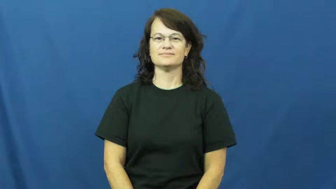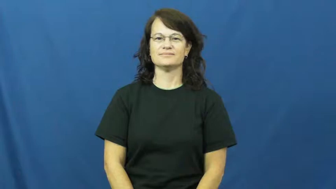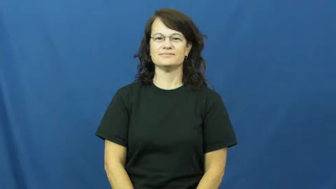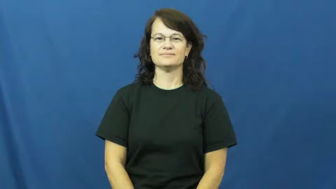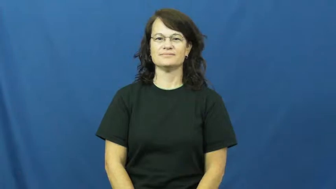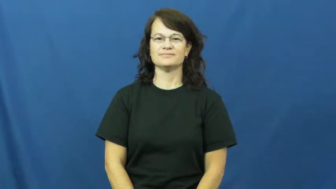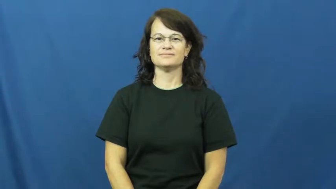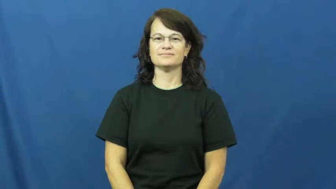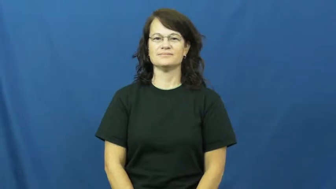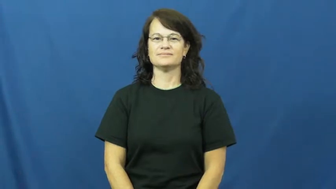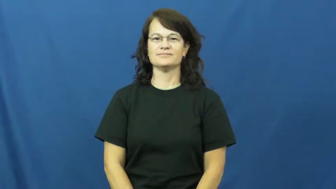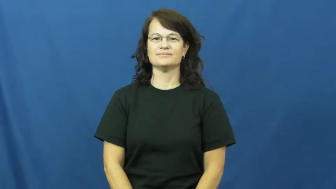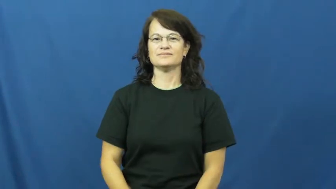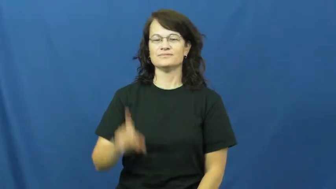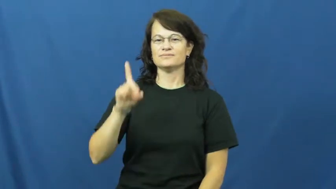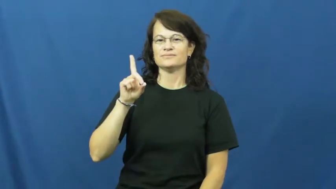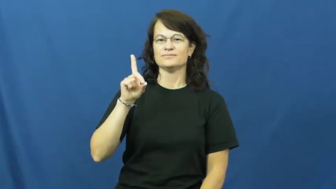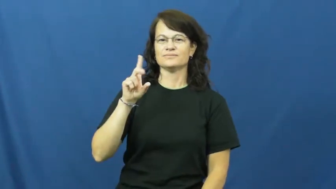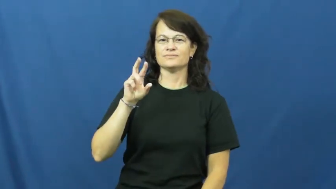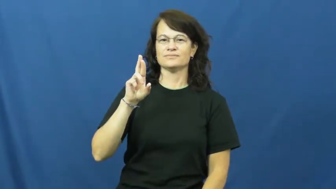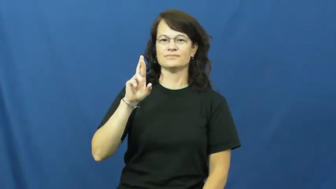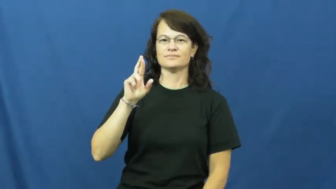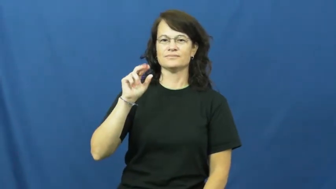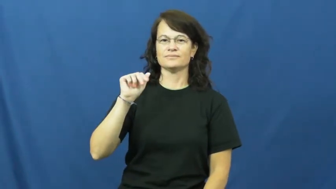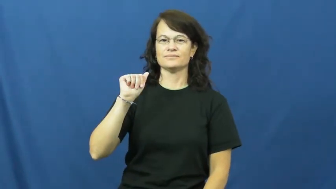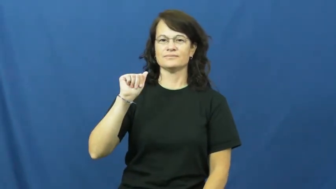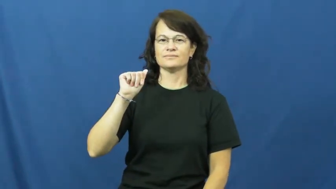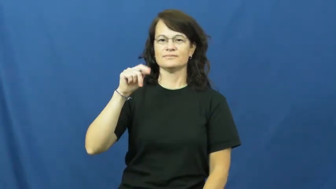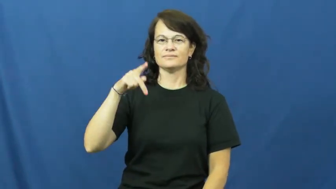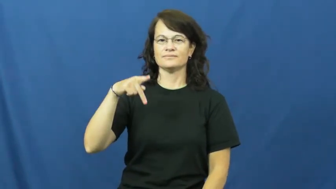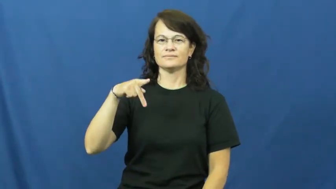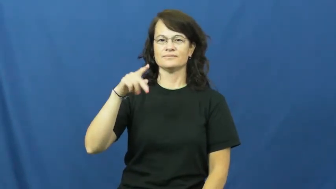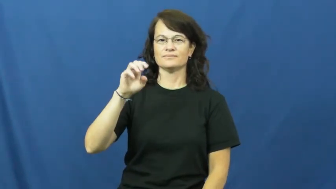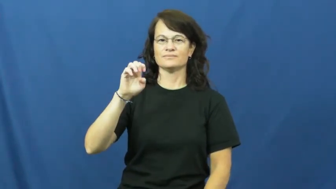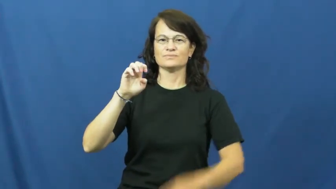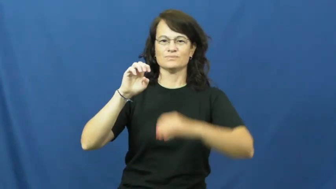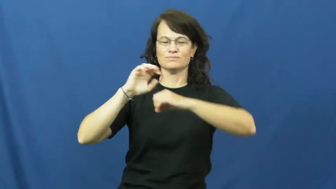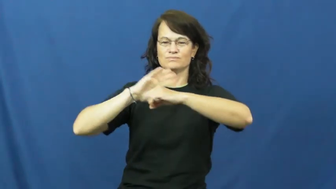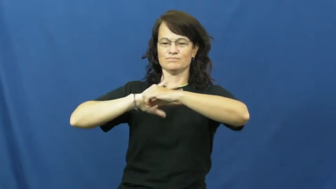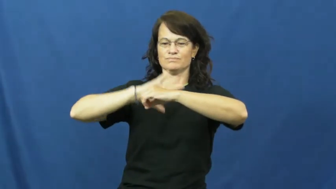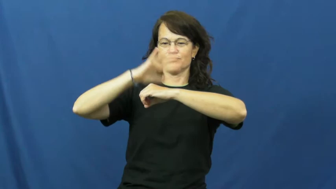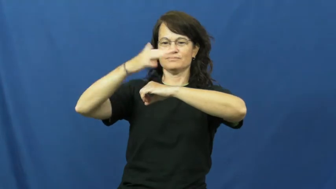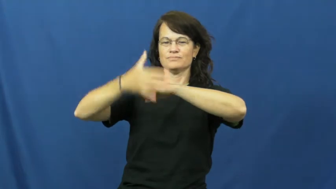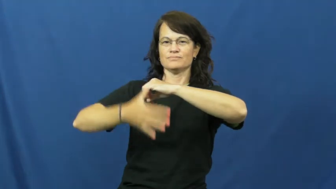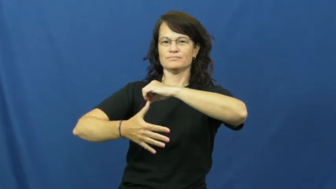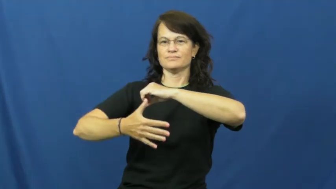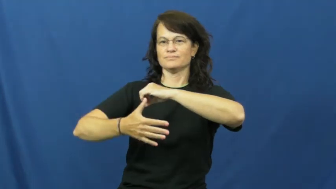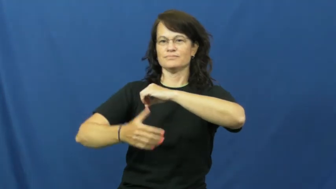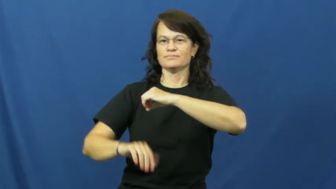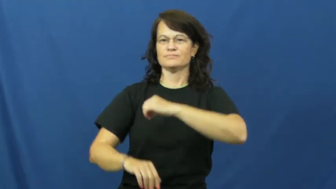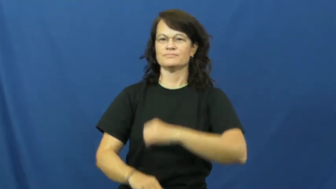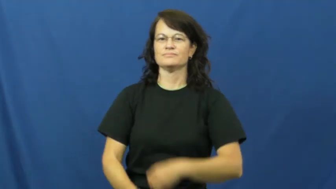drape-over